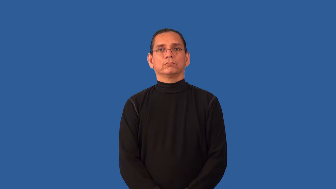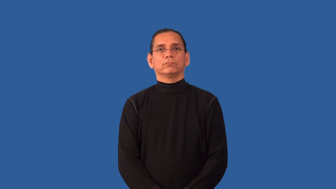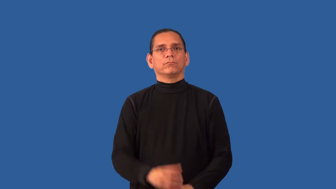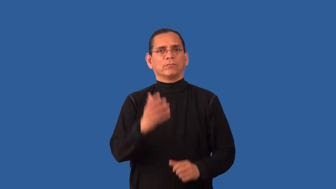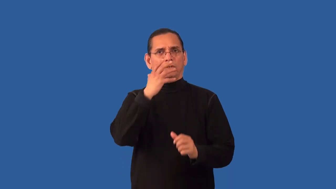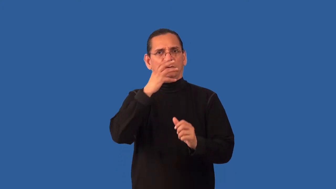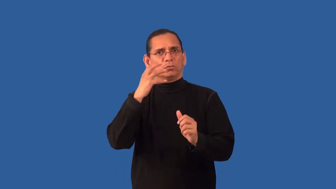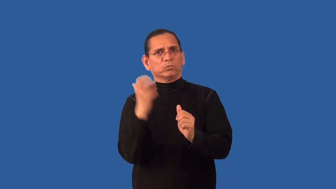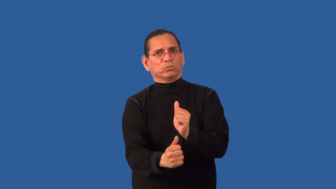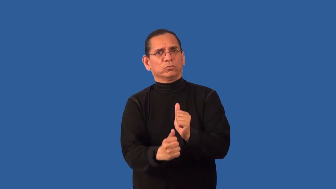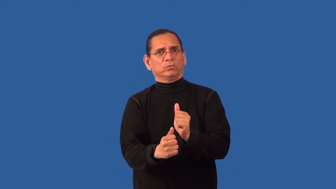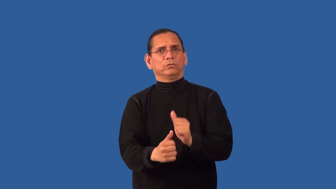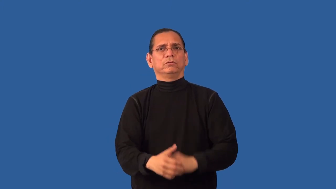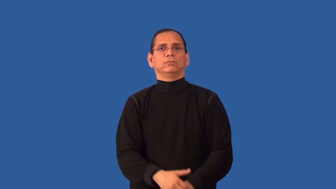inhuman,unhuman-cruel